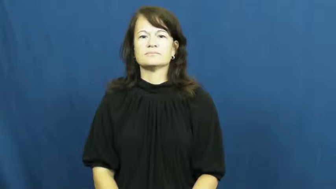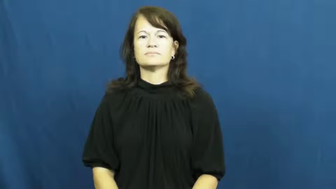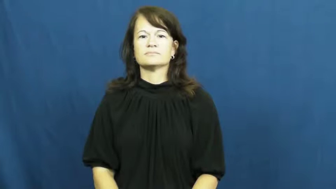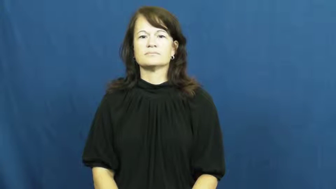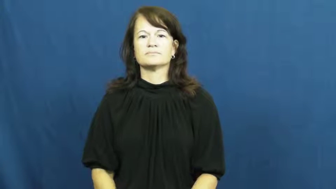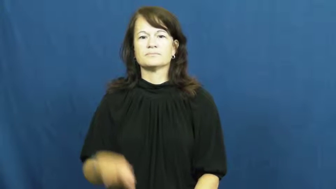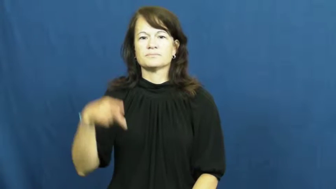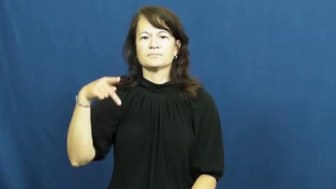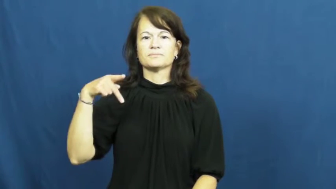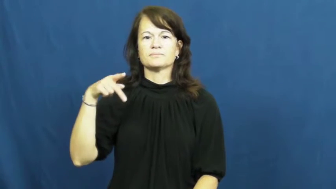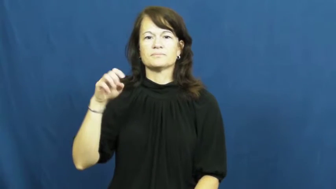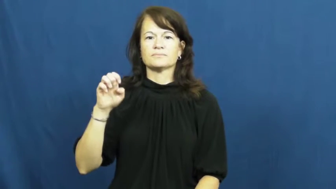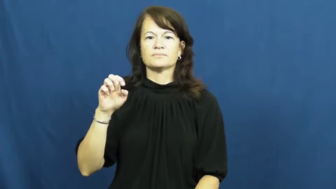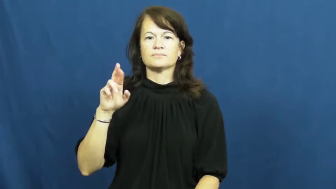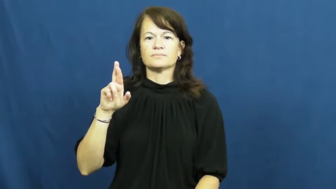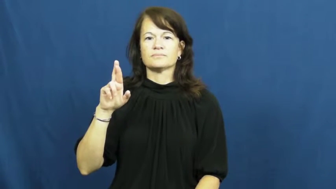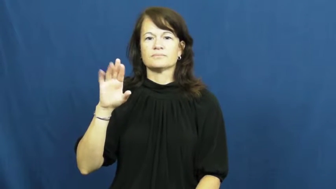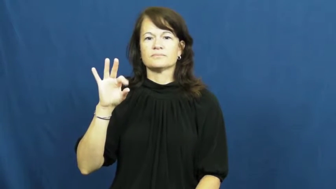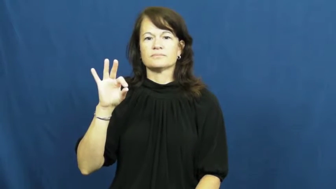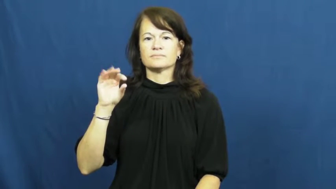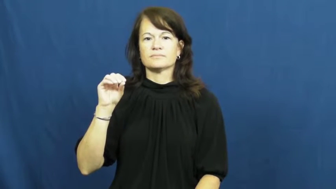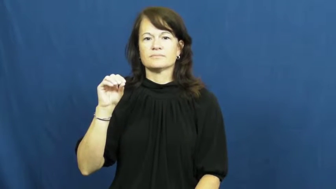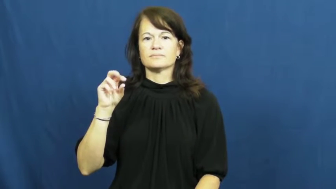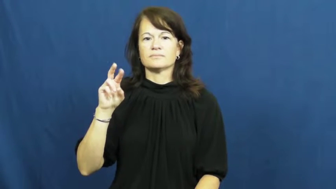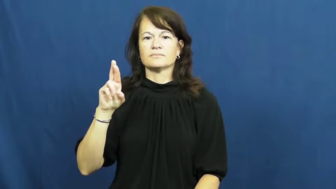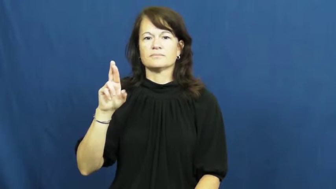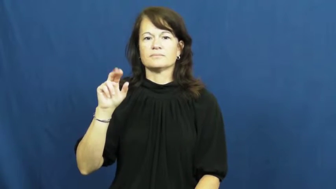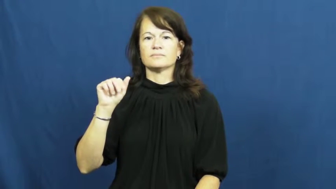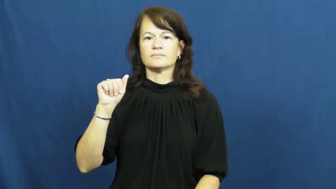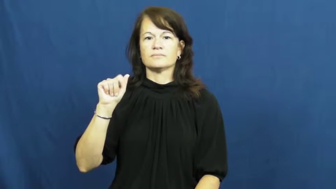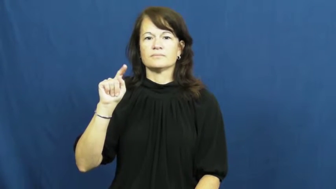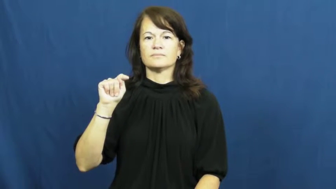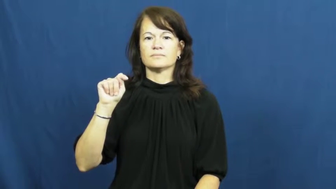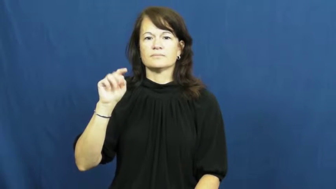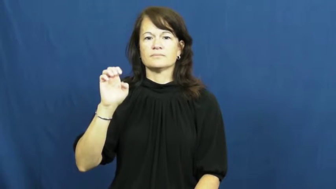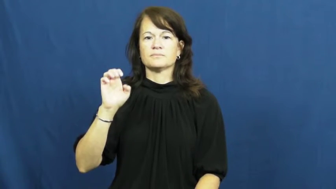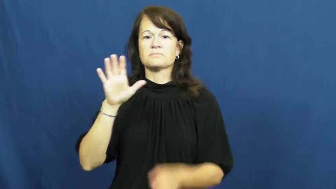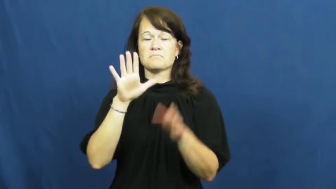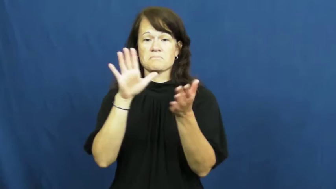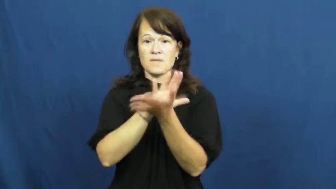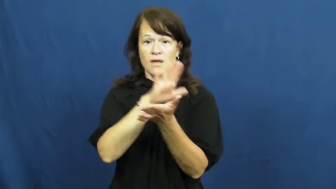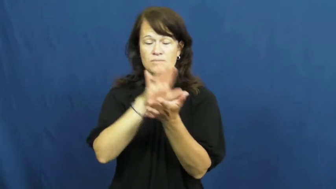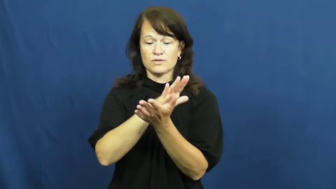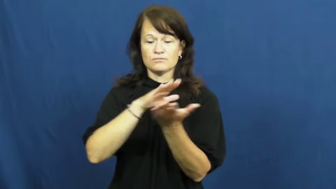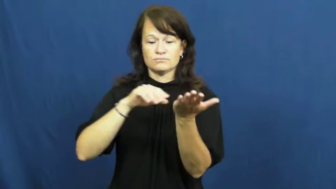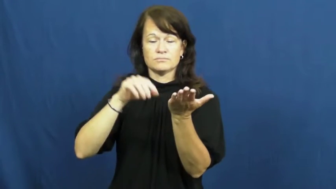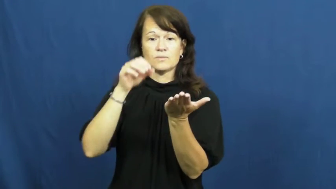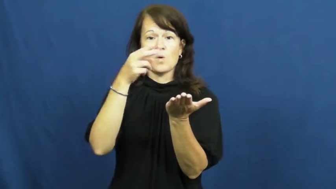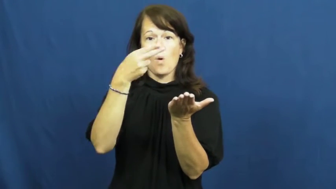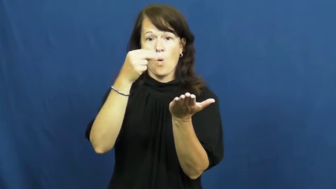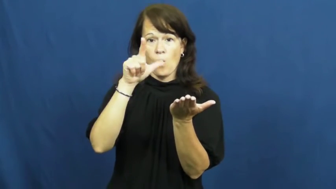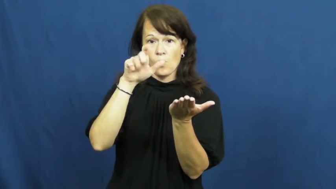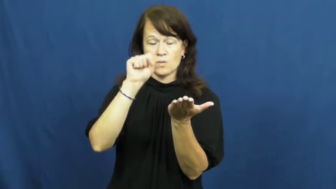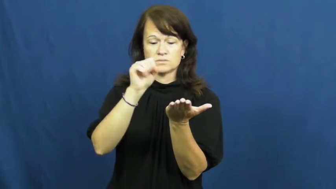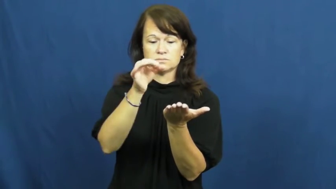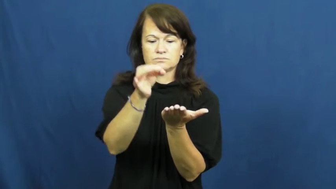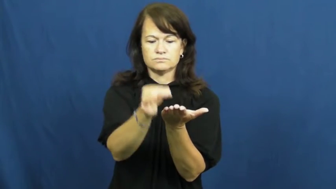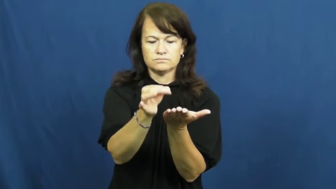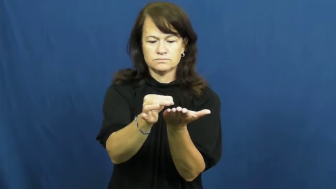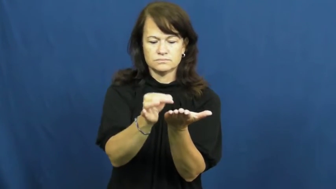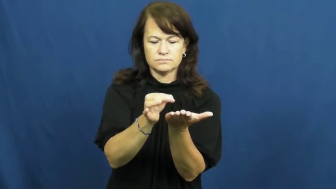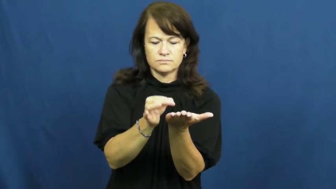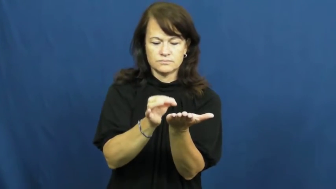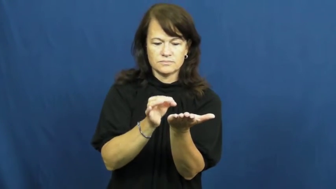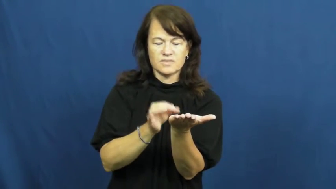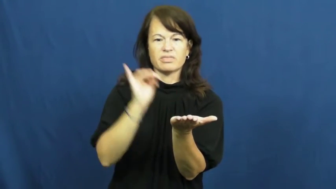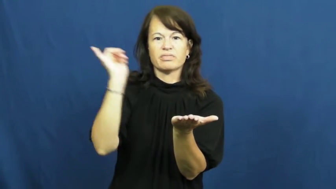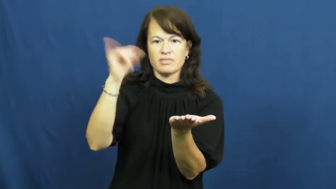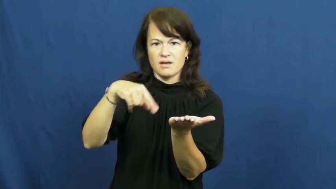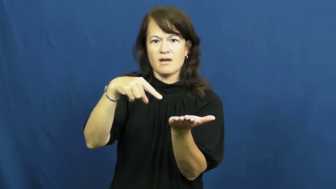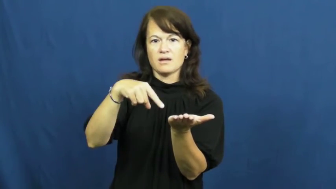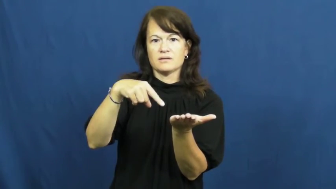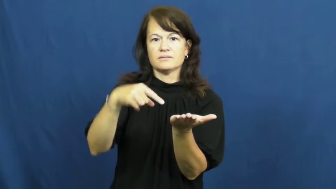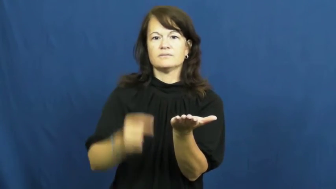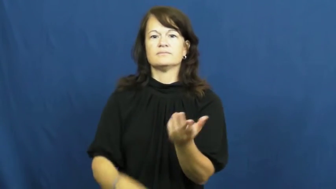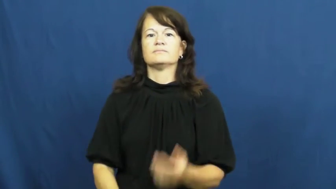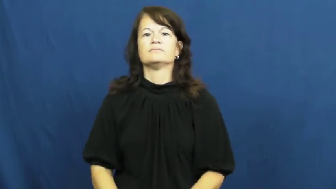perforate